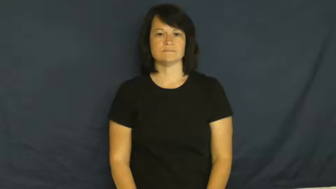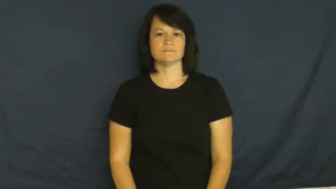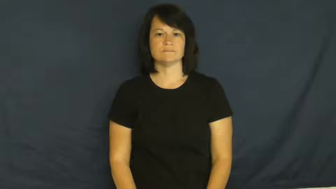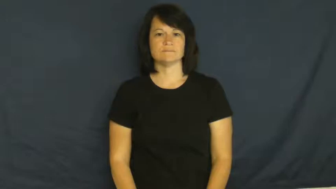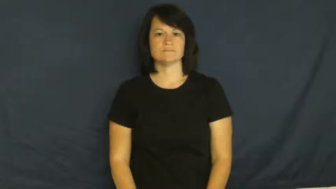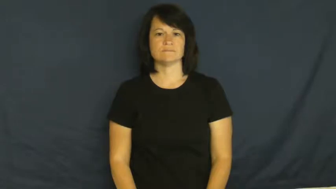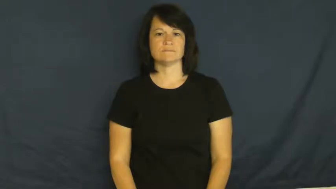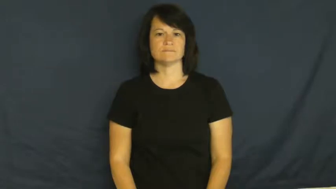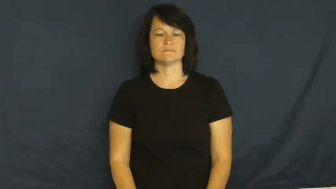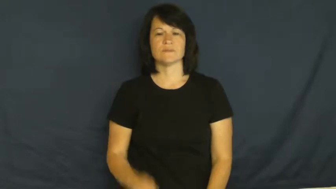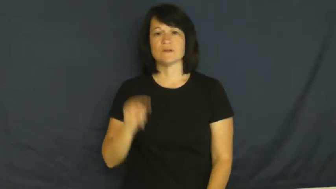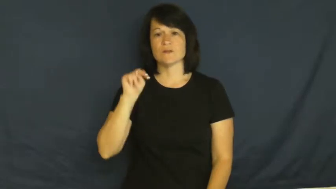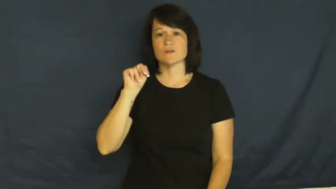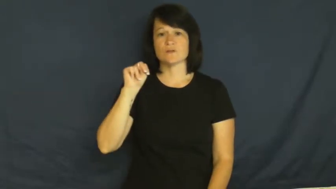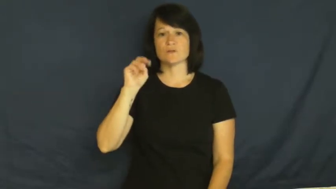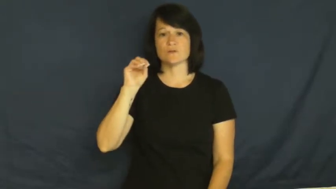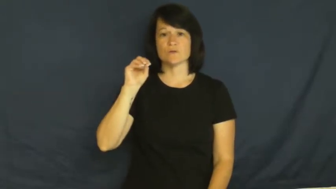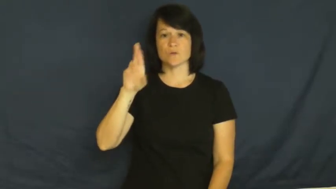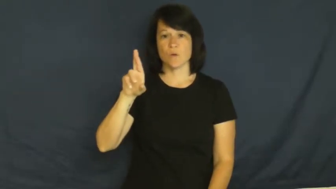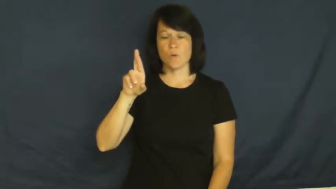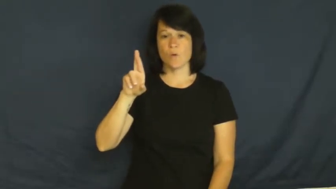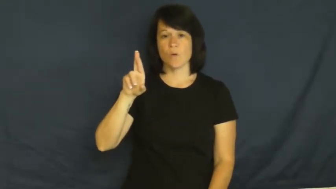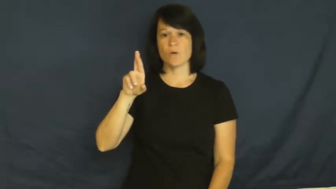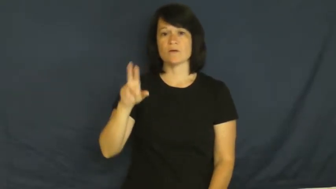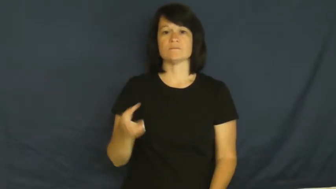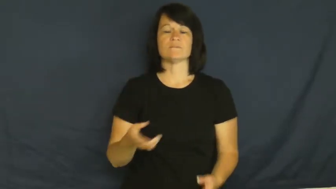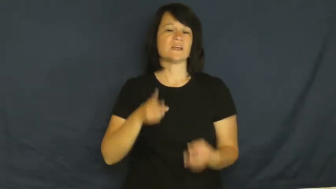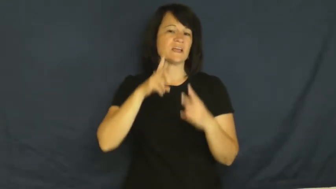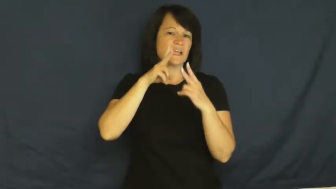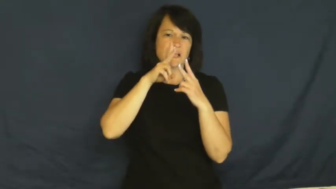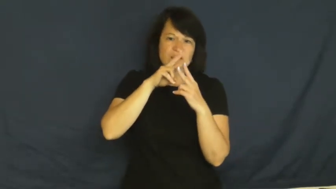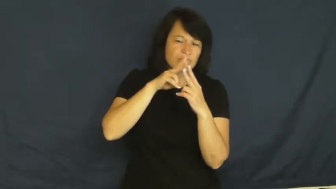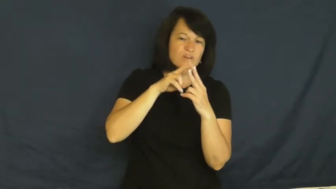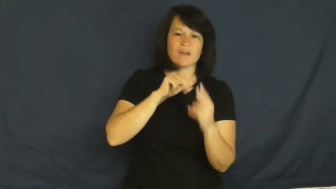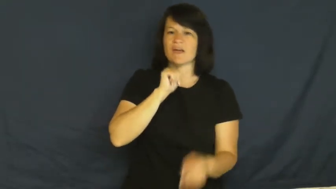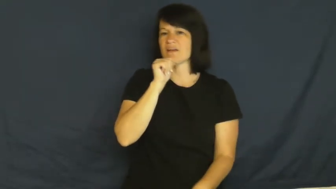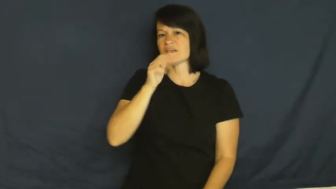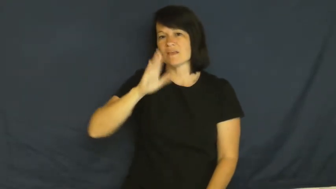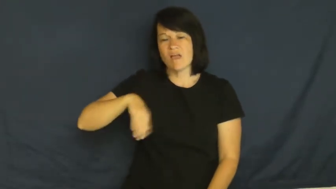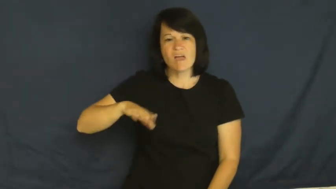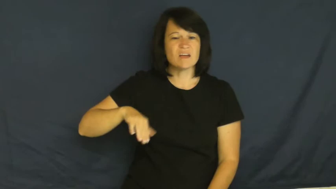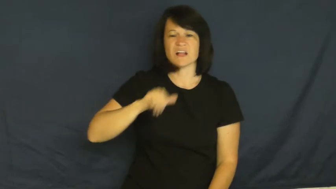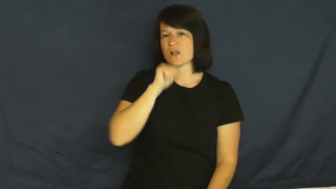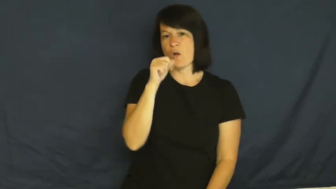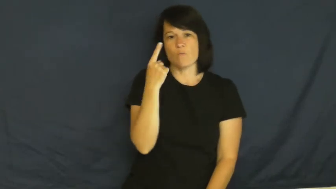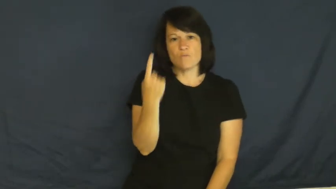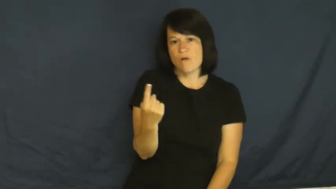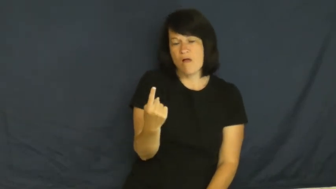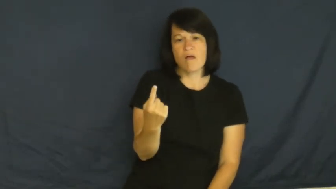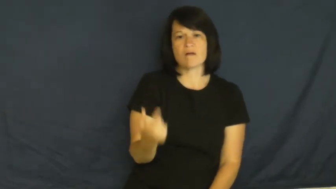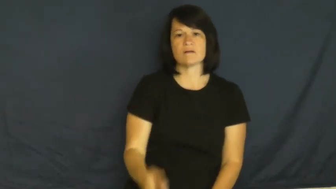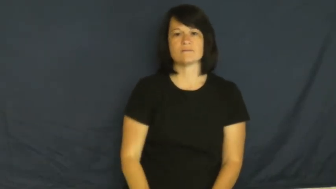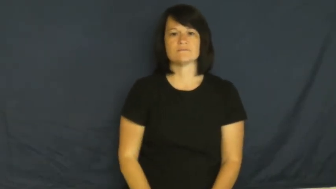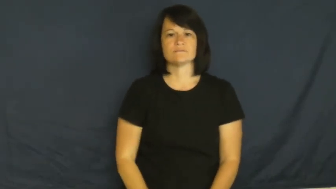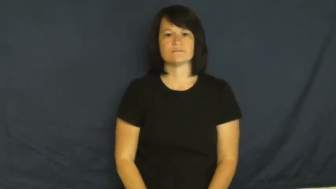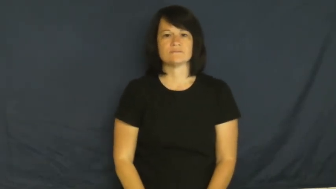nor